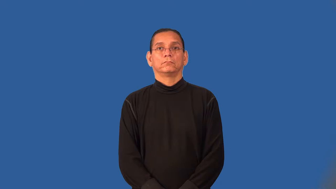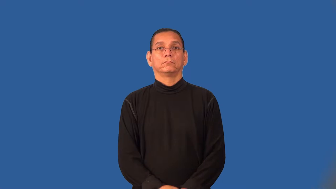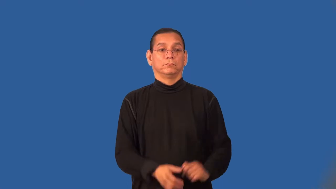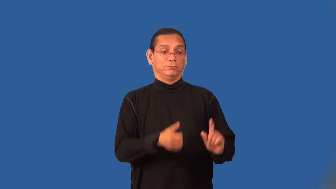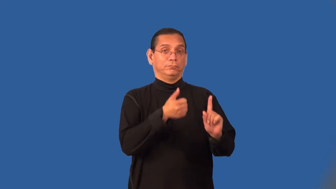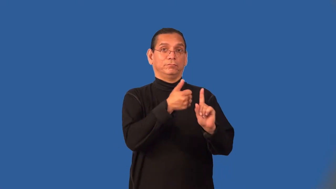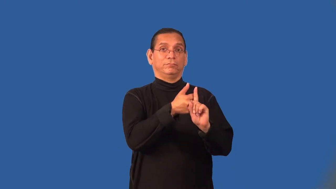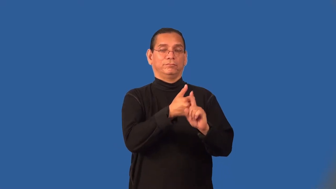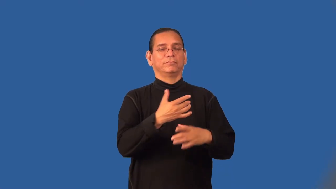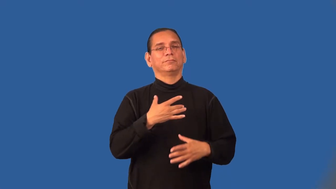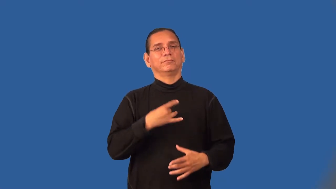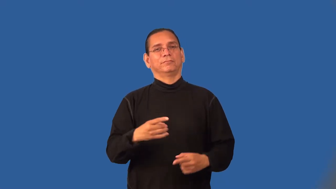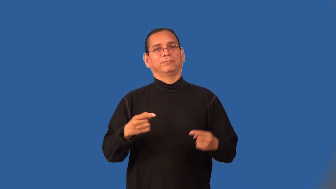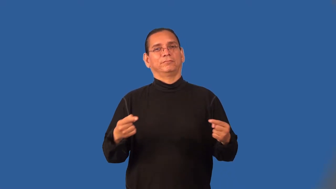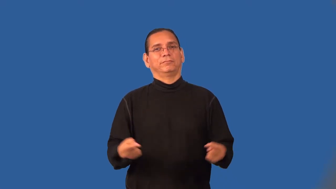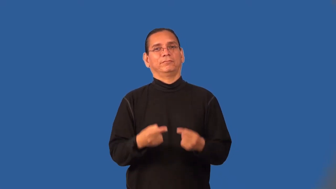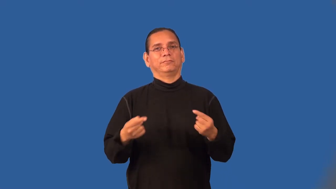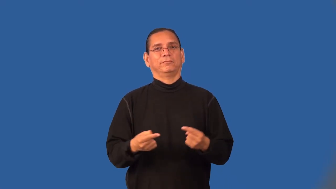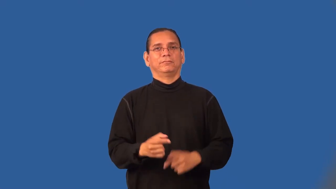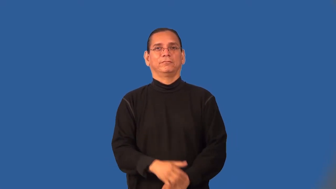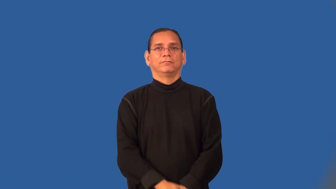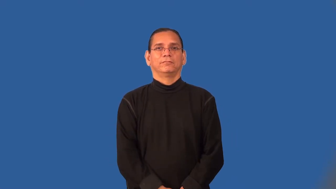masochism